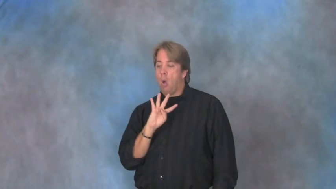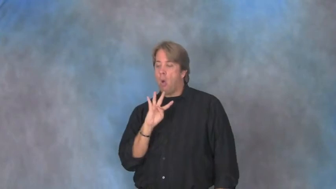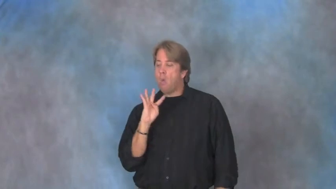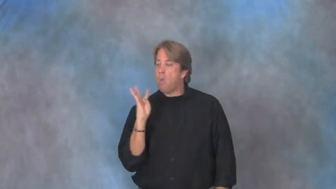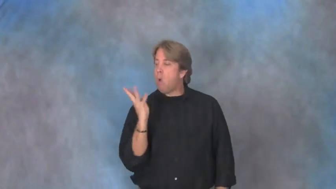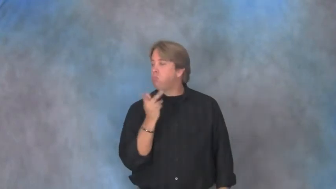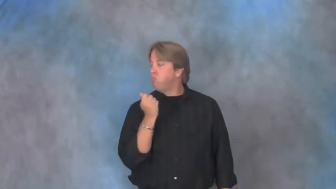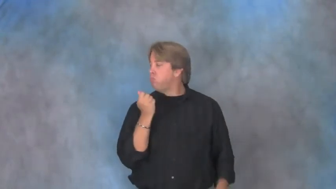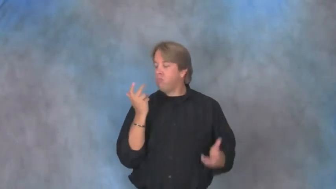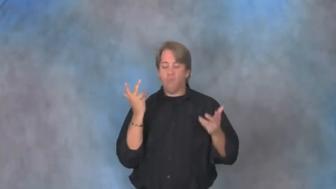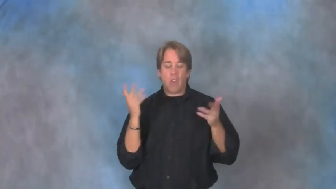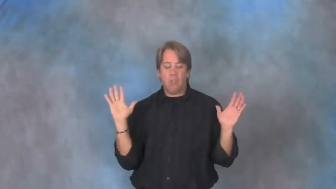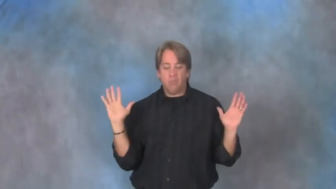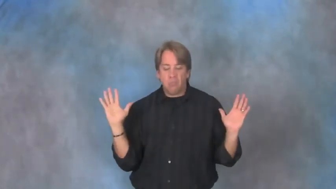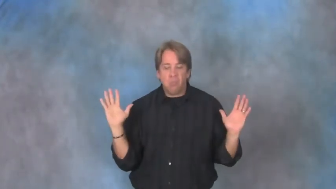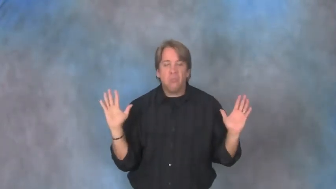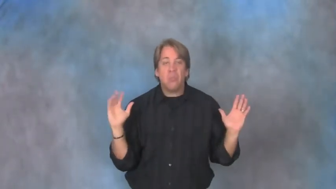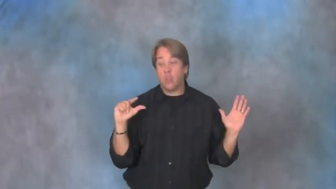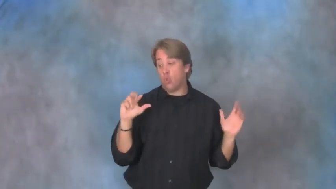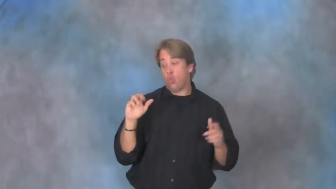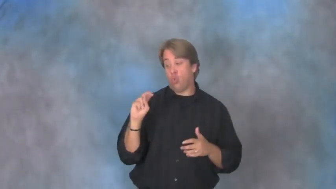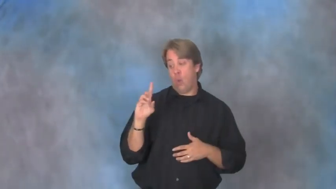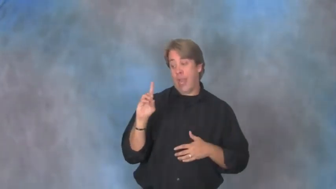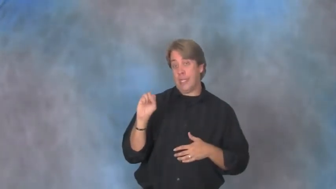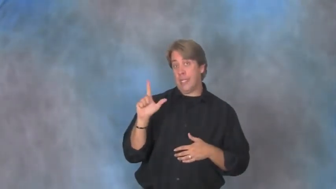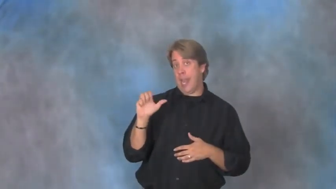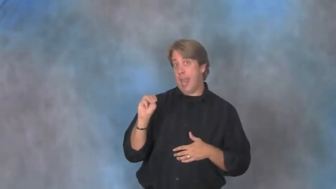grand slam